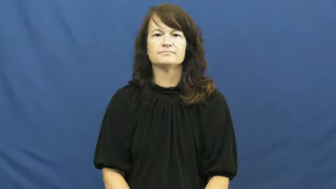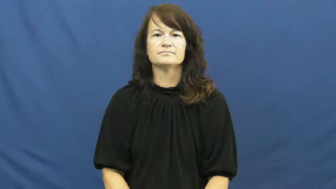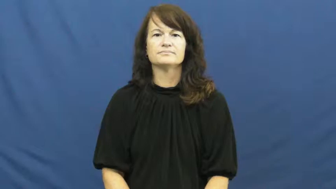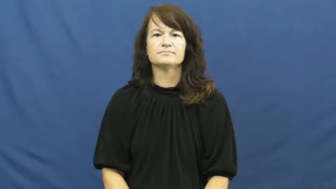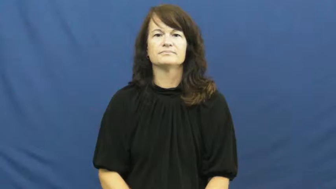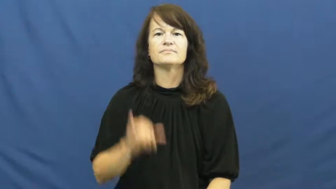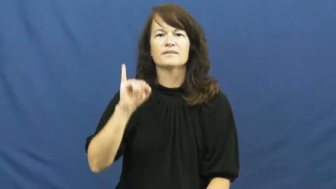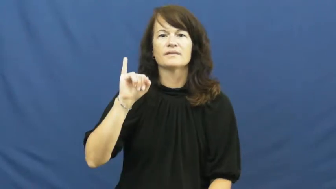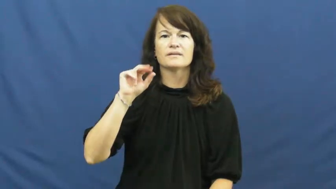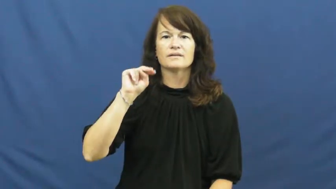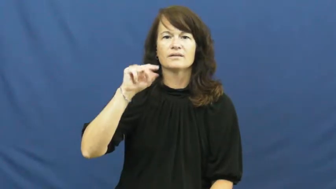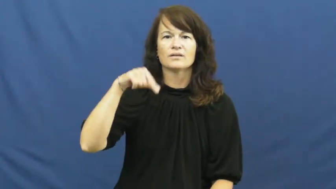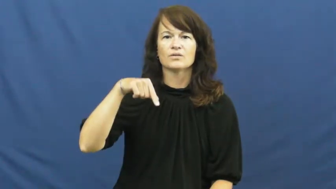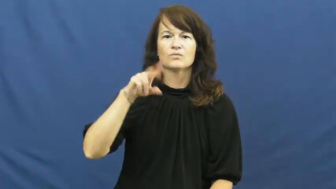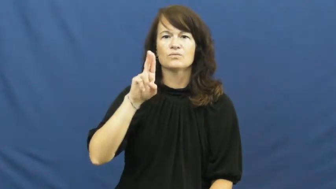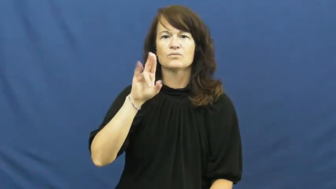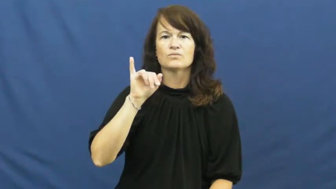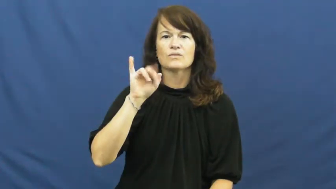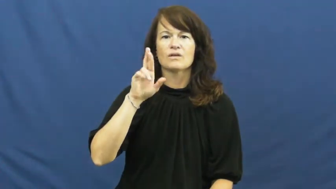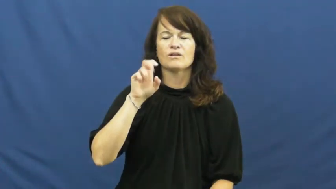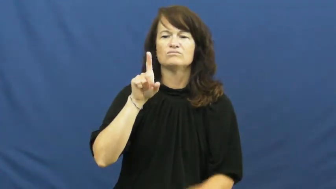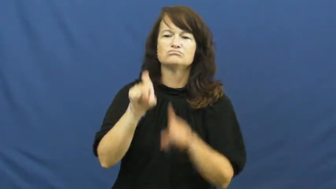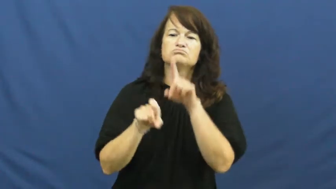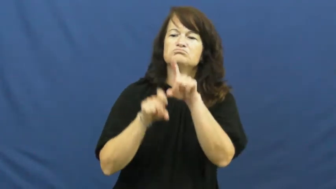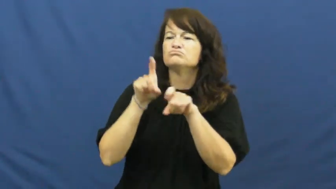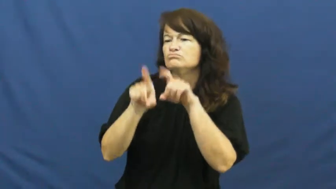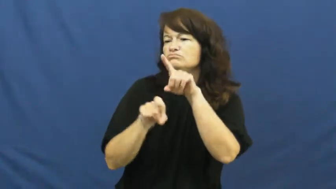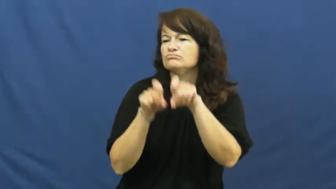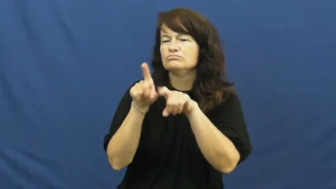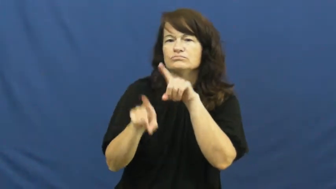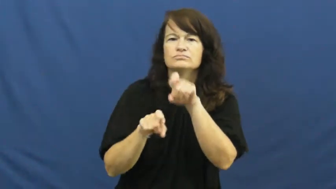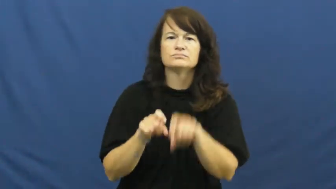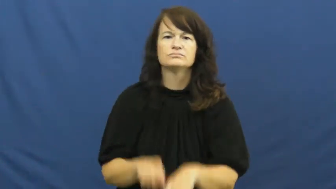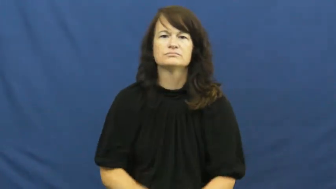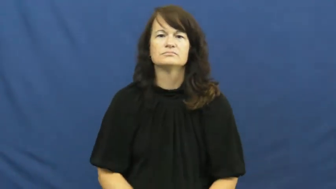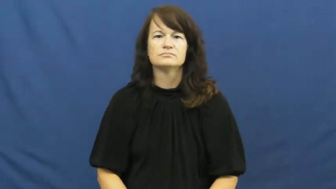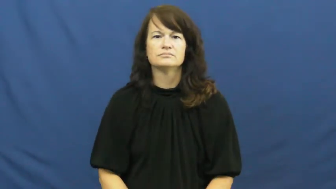inquire,enquire